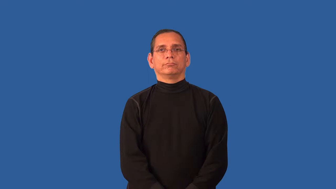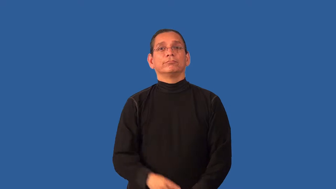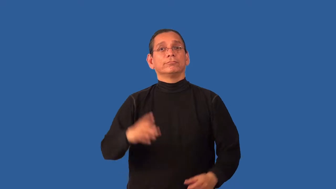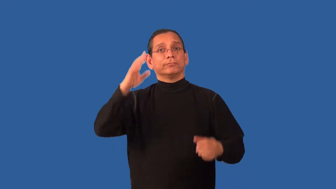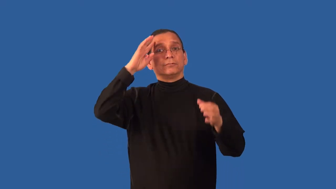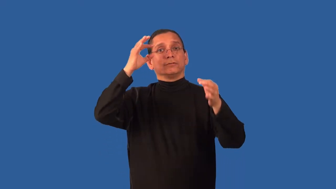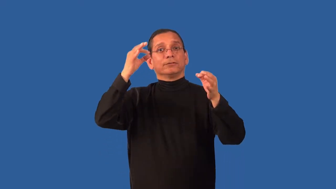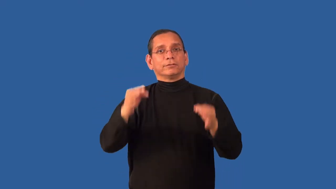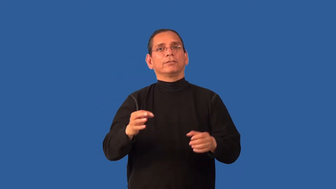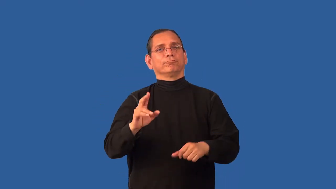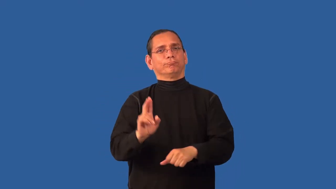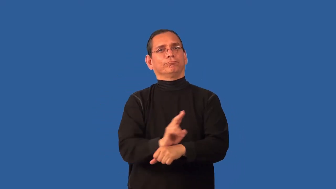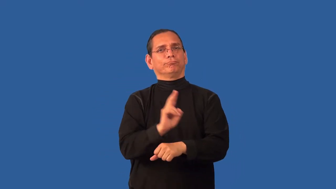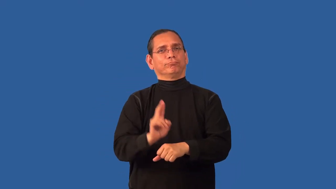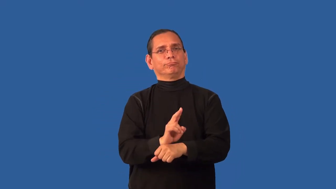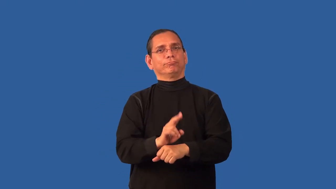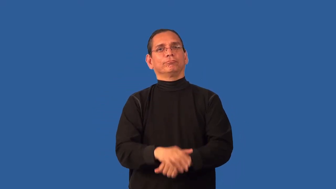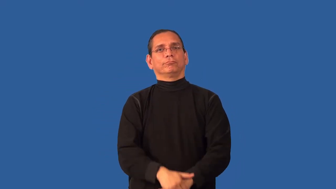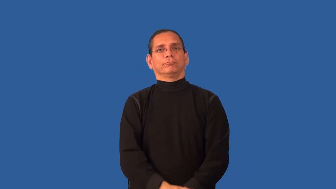adopt-use